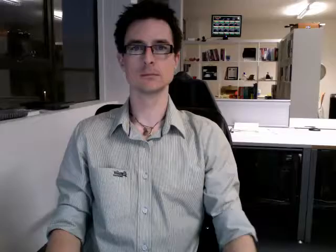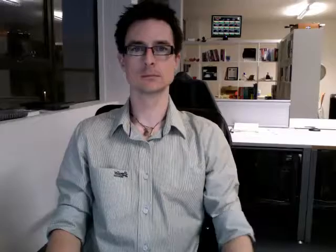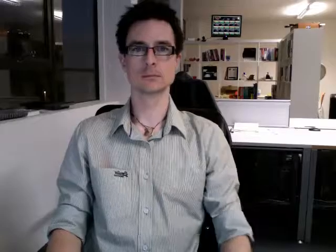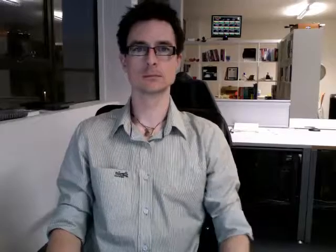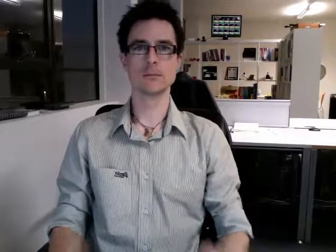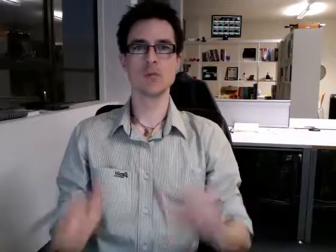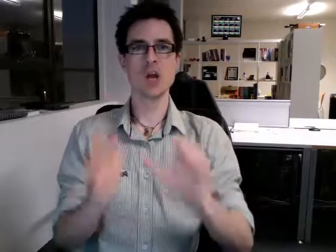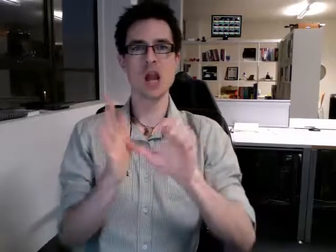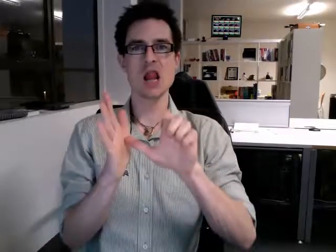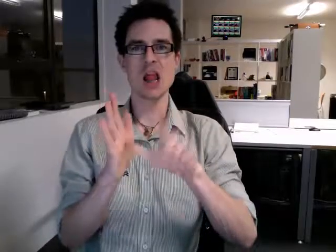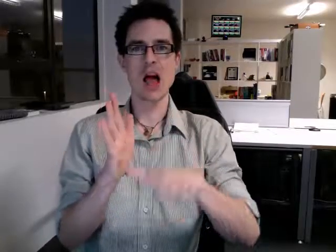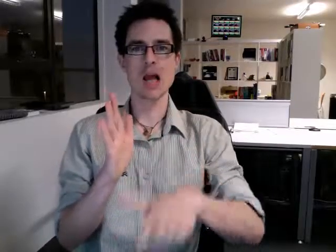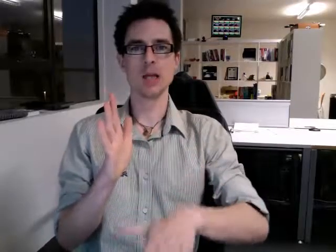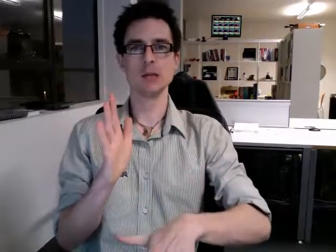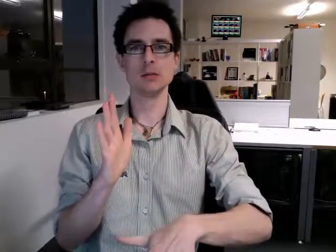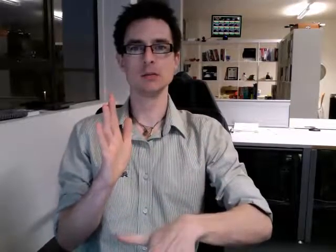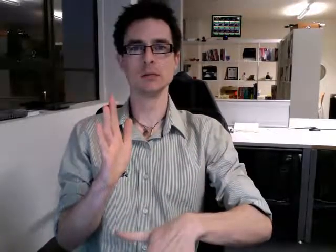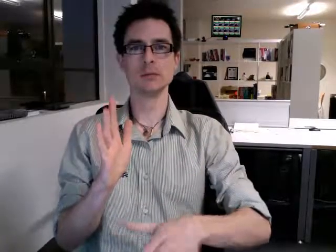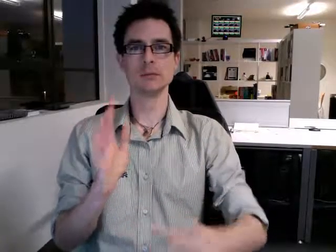late